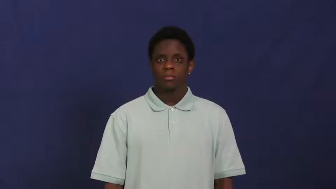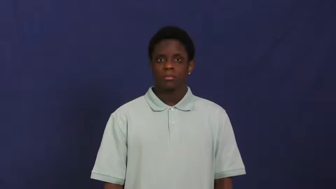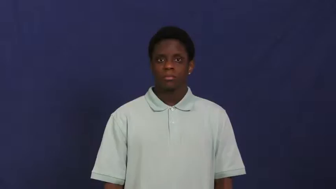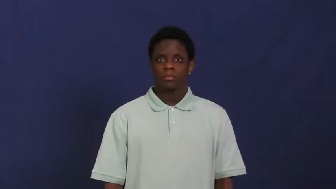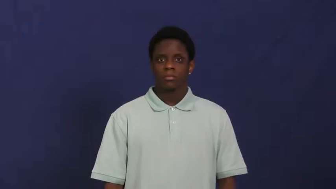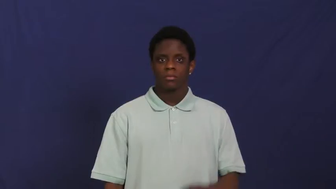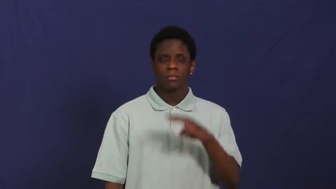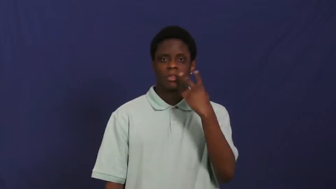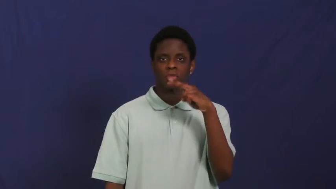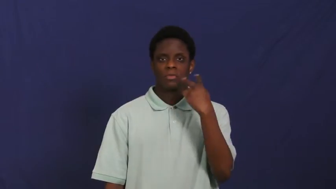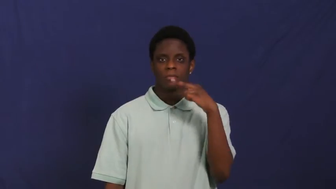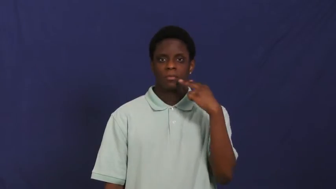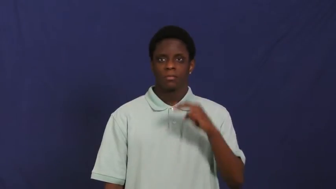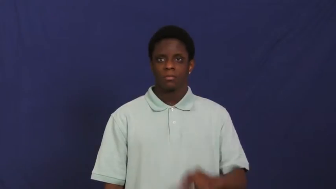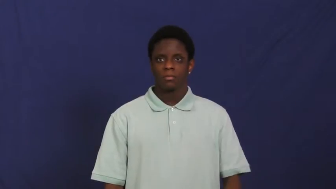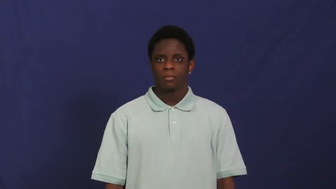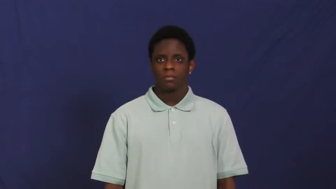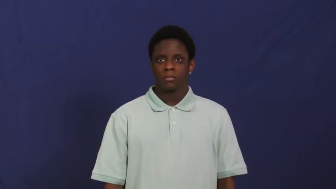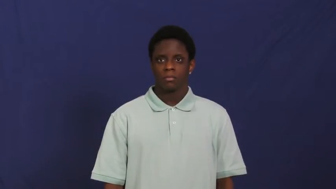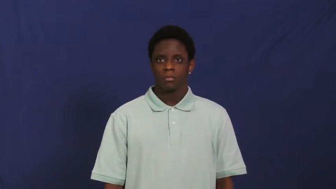lipread,speechread